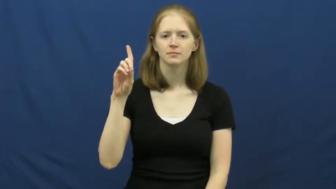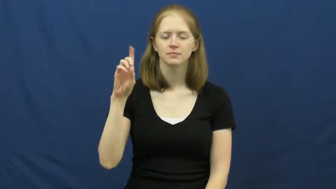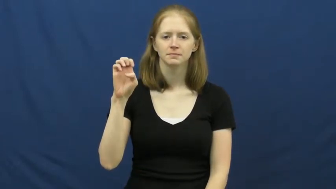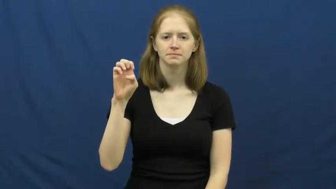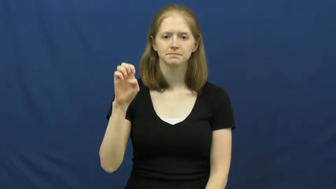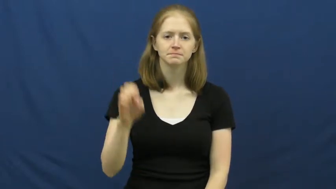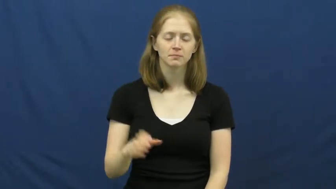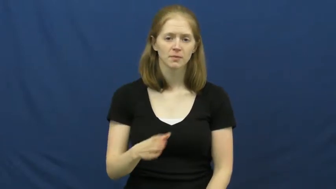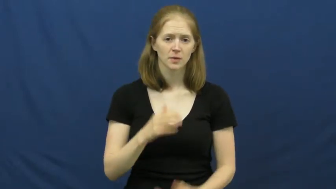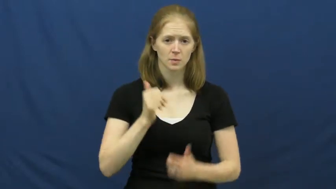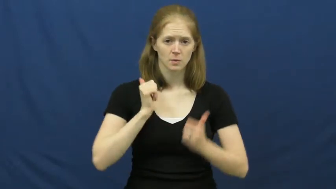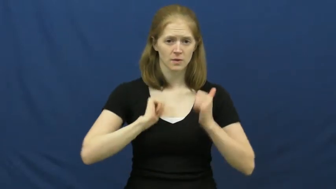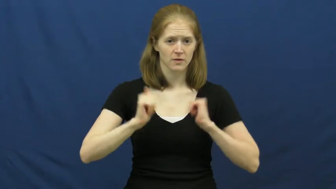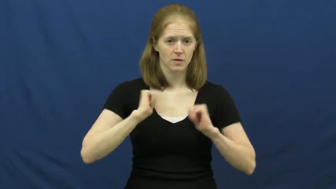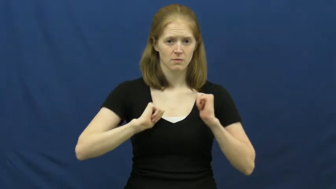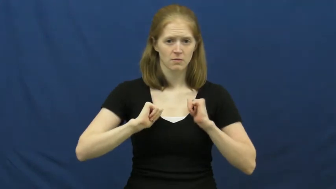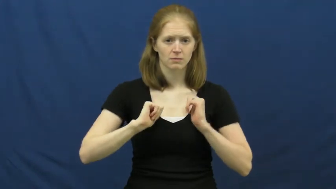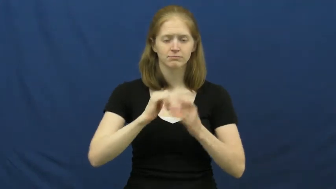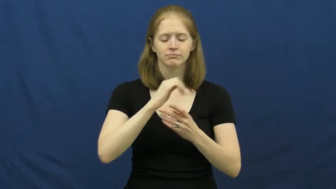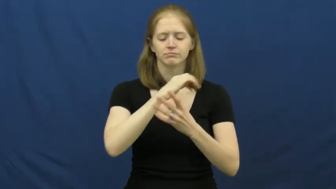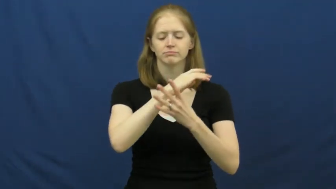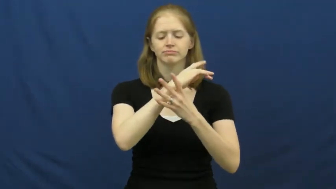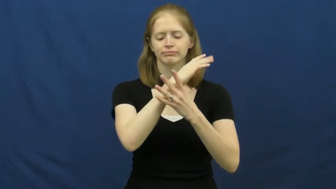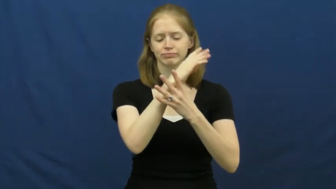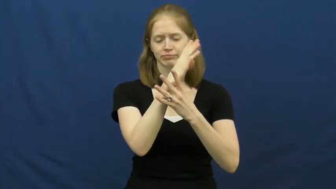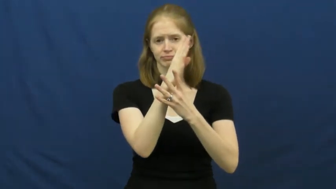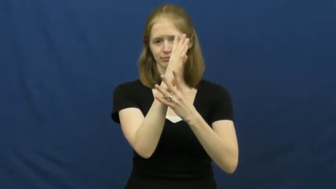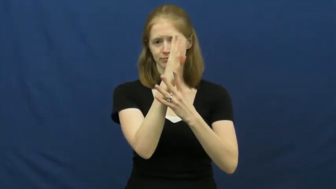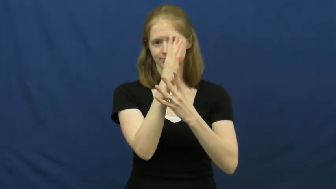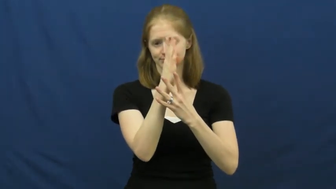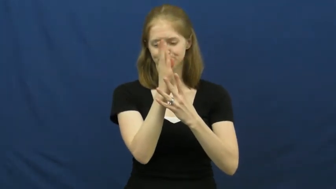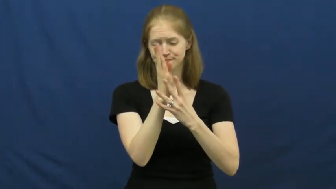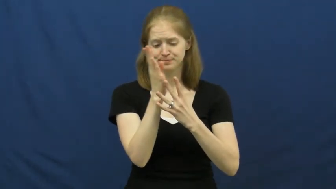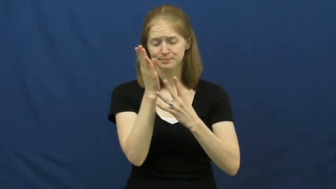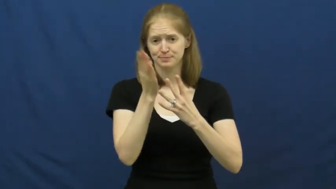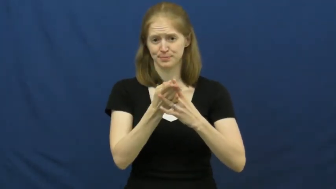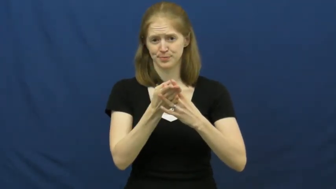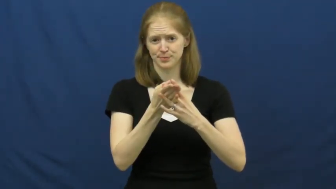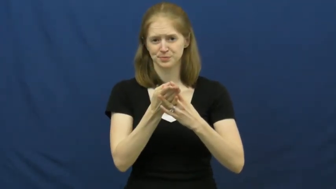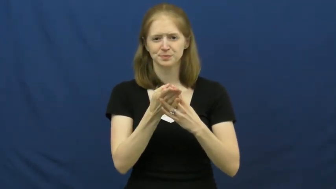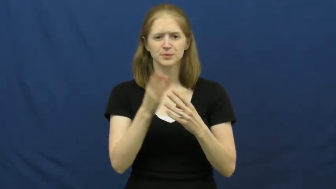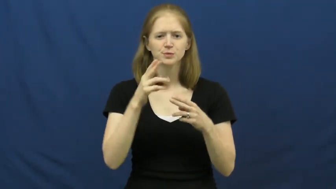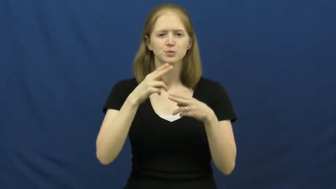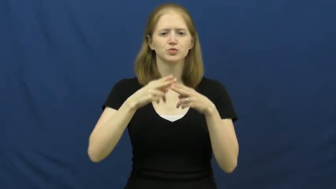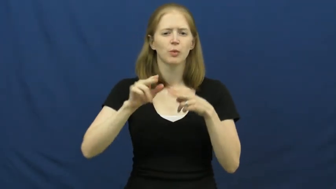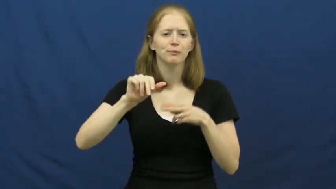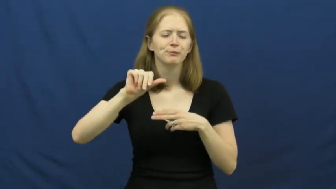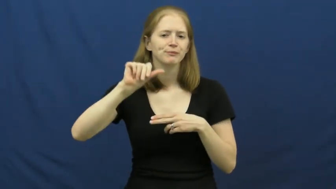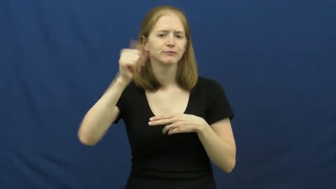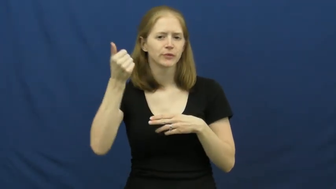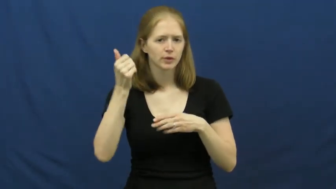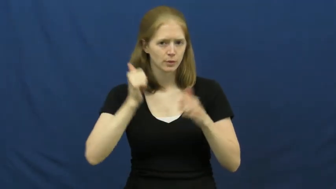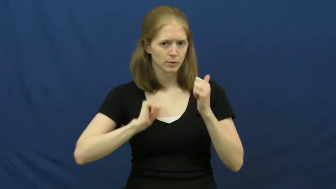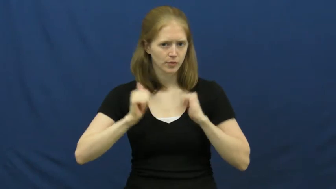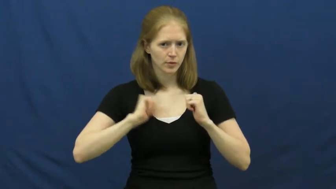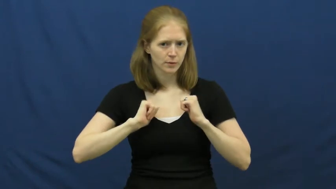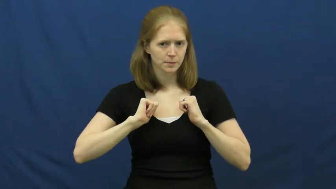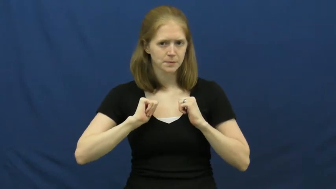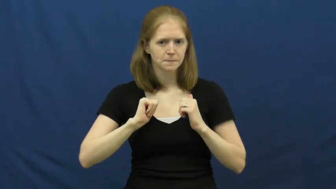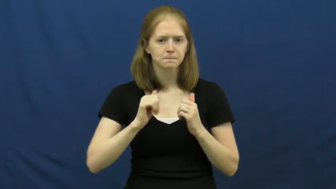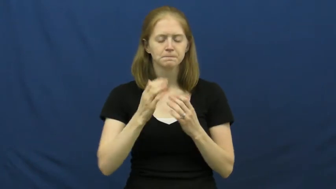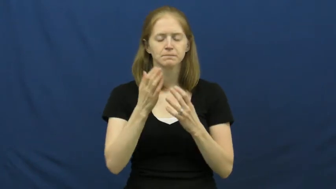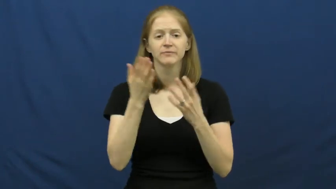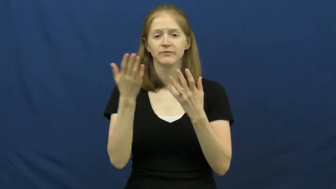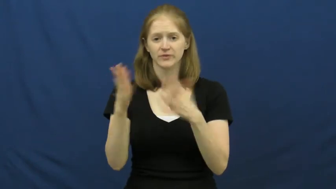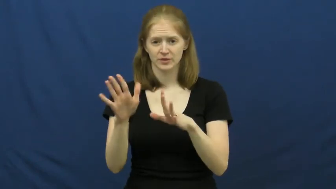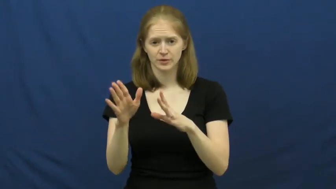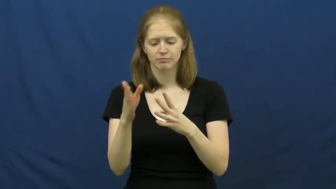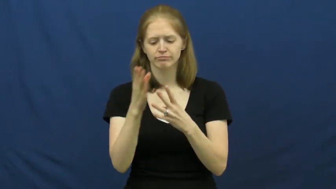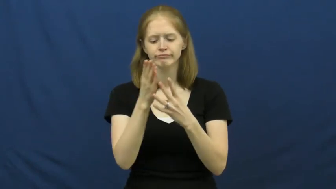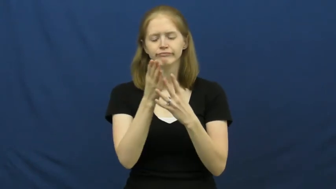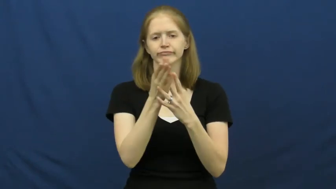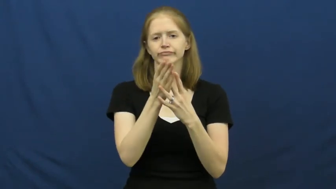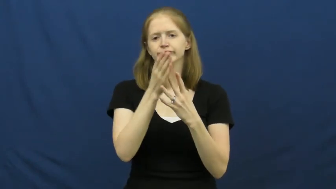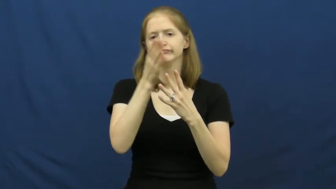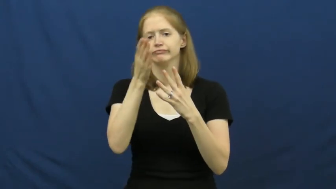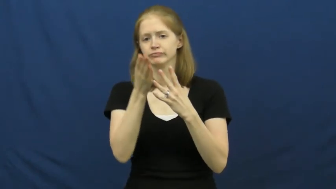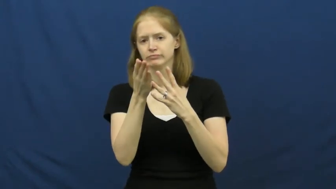interlude,intermezzo